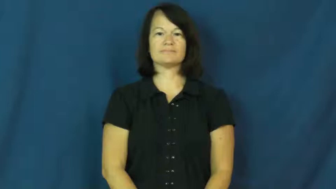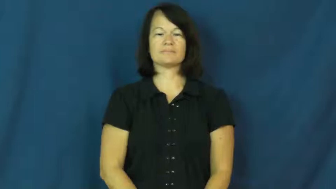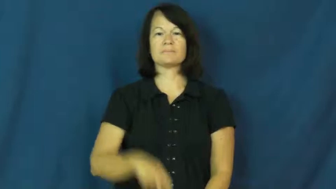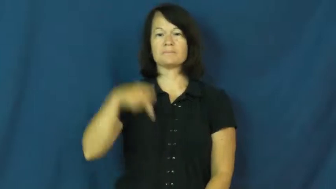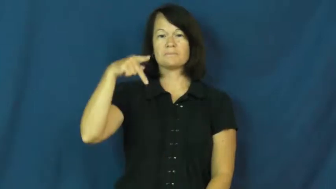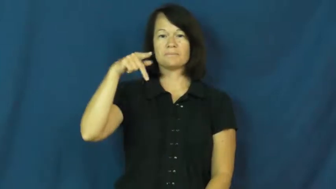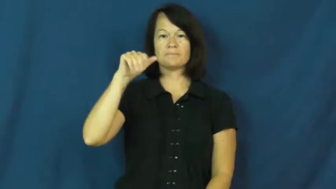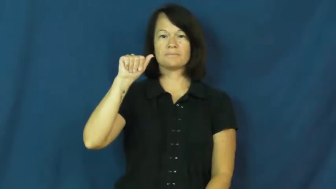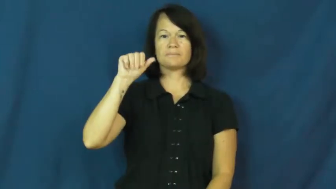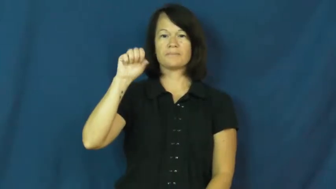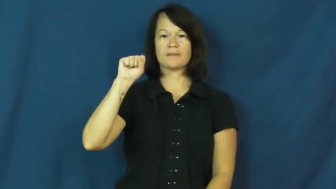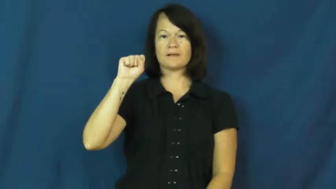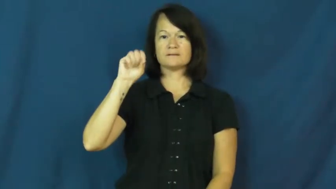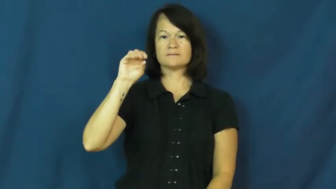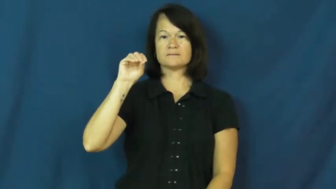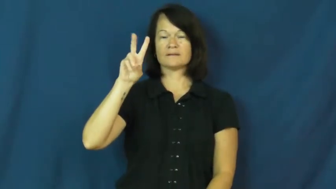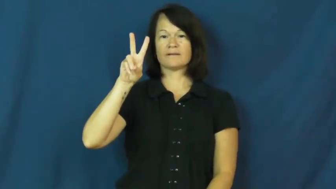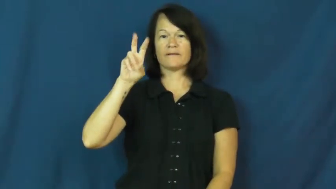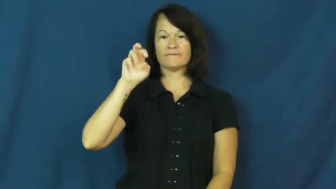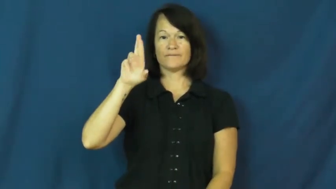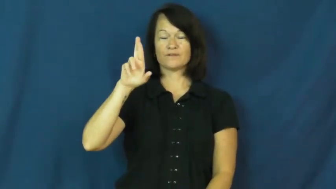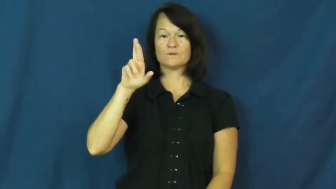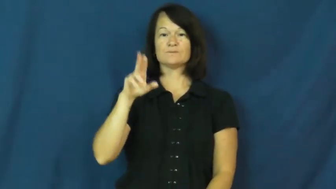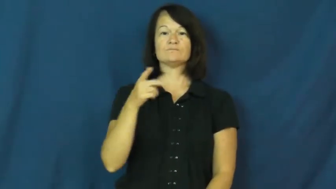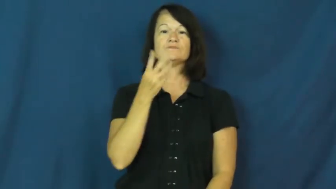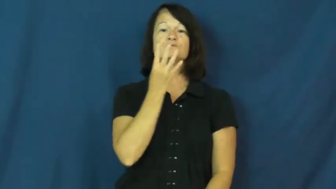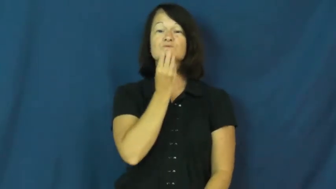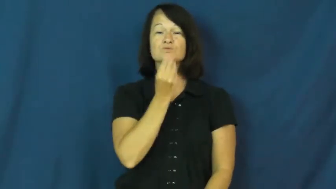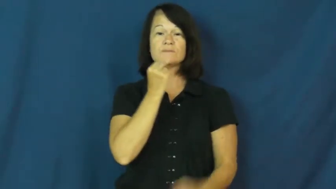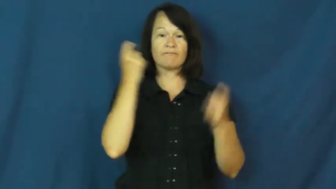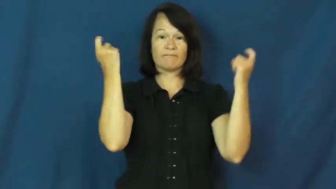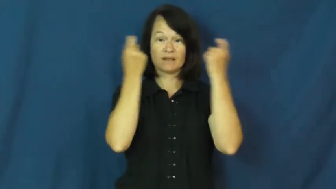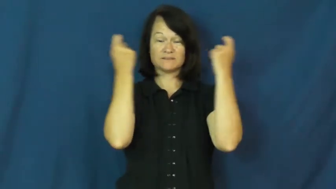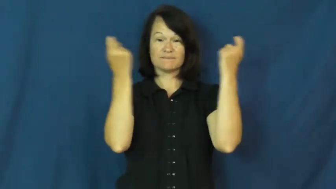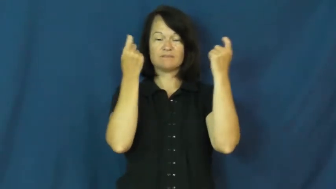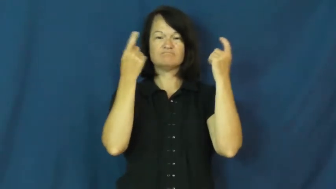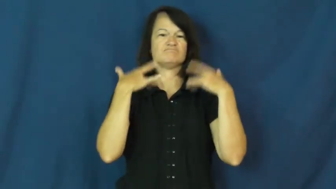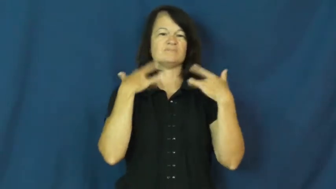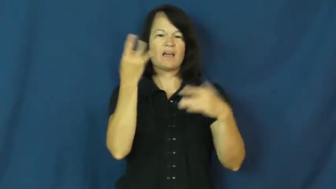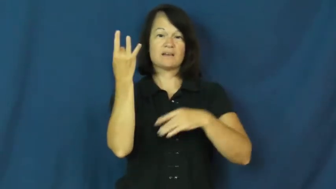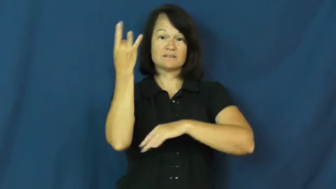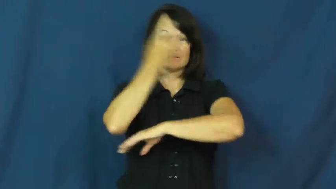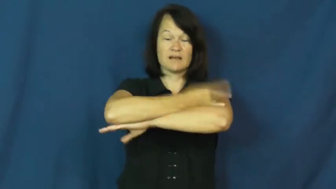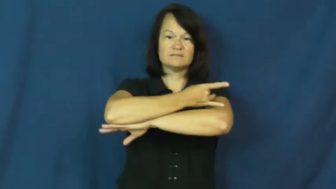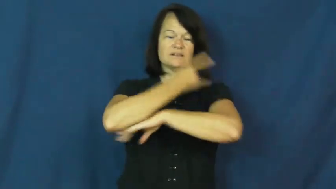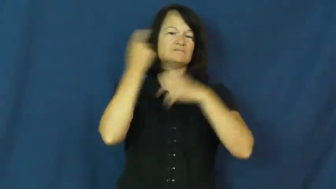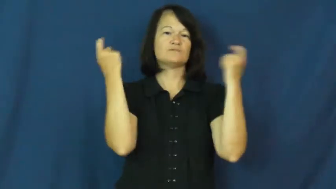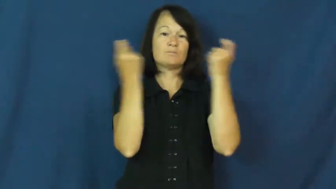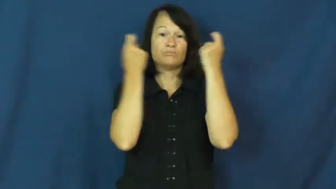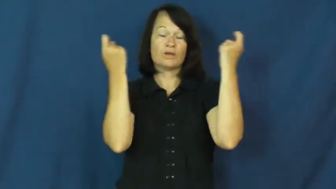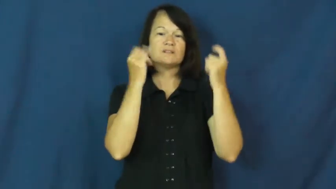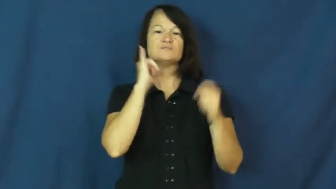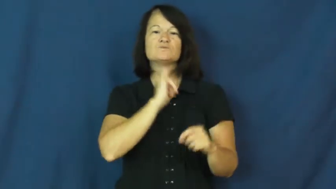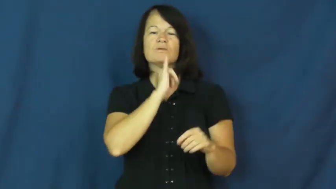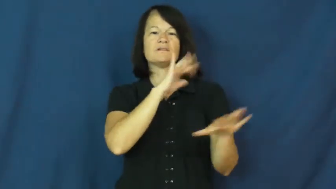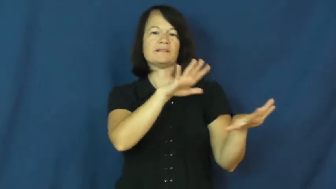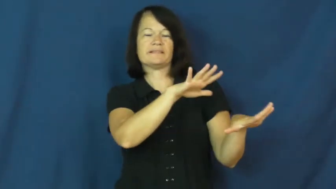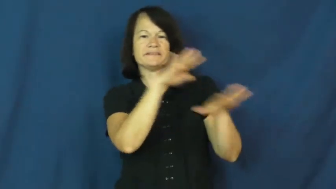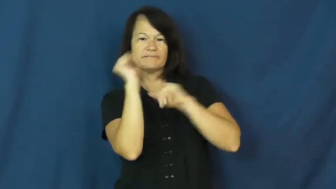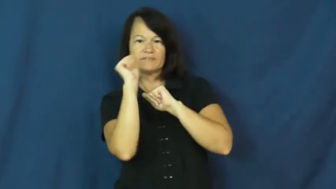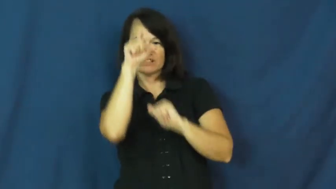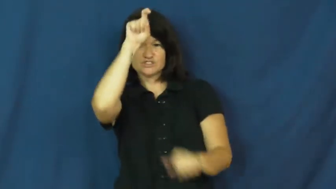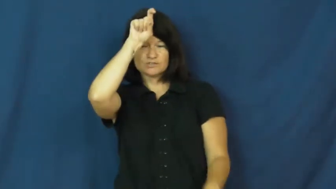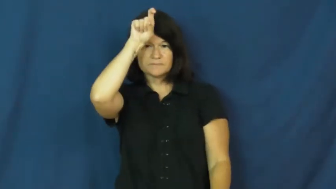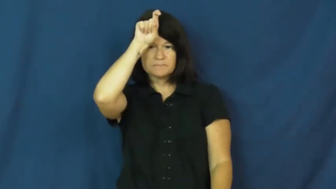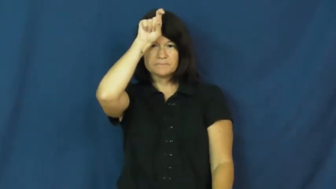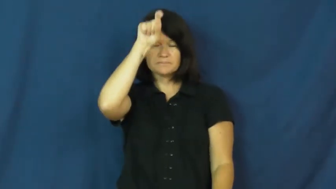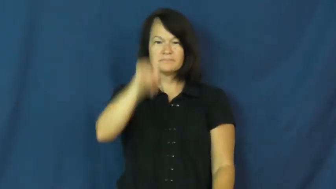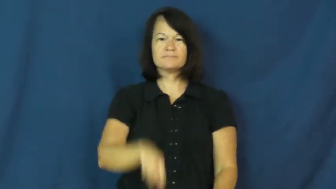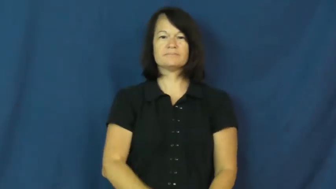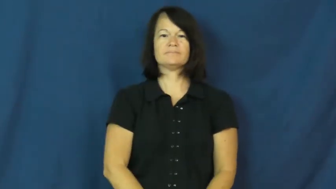passover,paschal